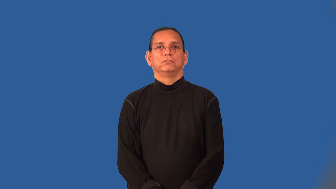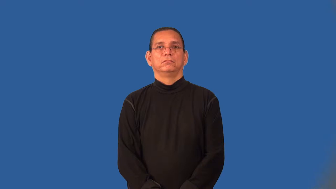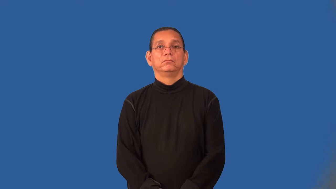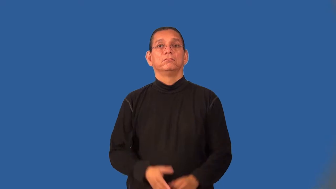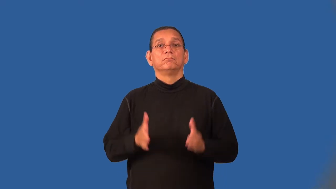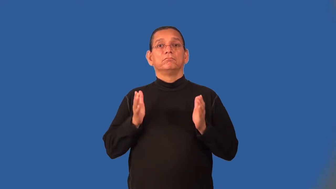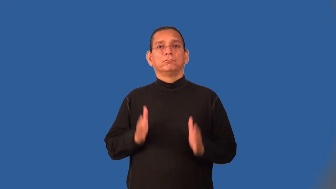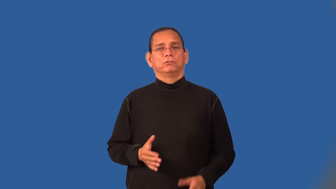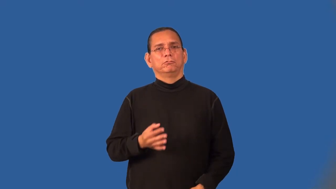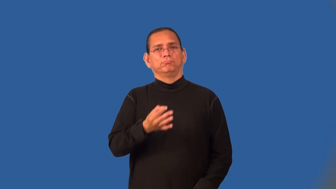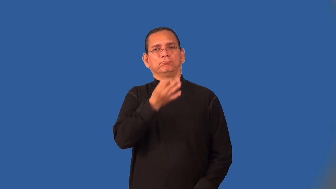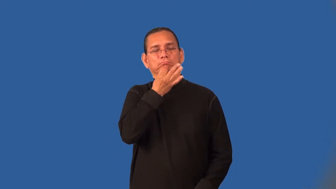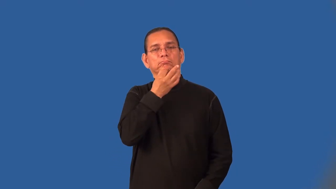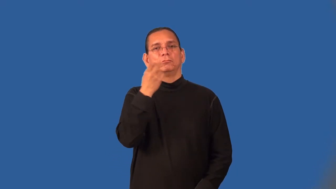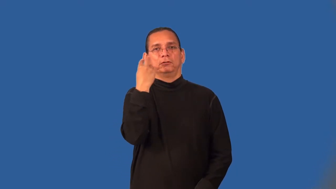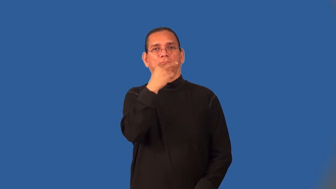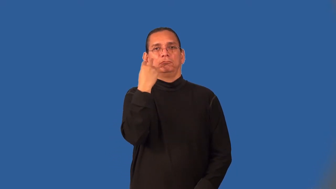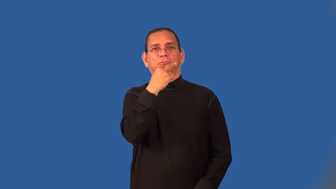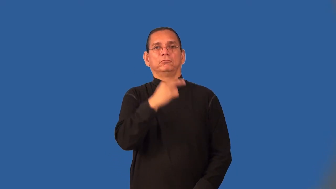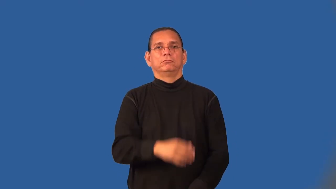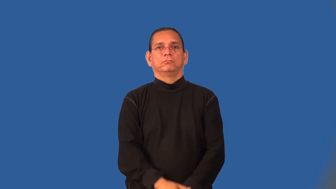lipreader,speechreader